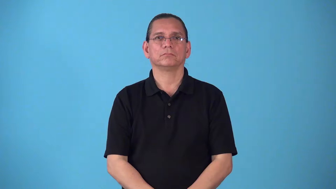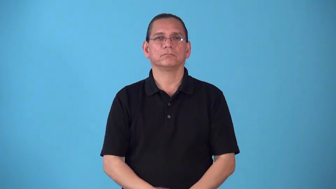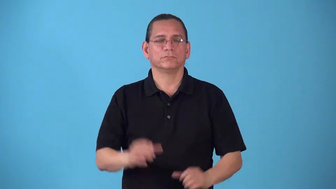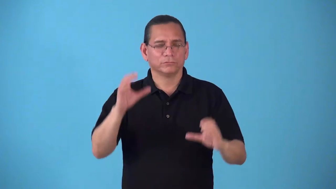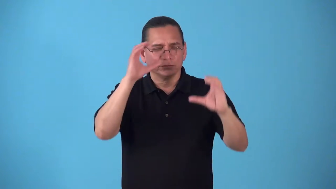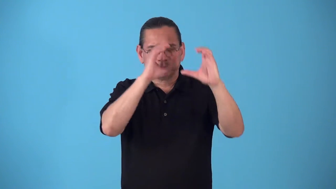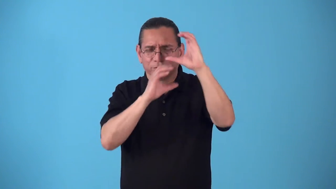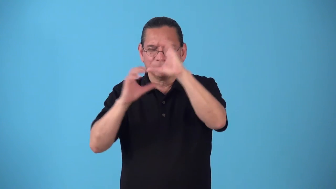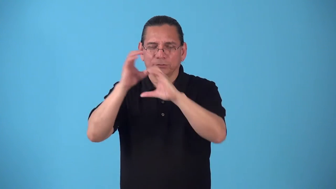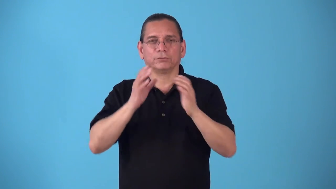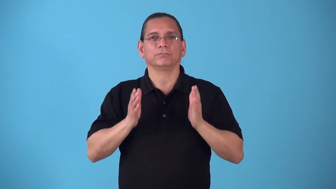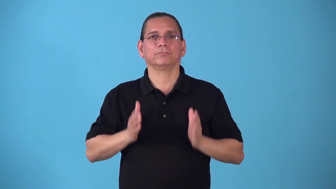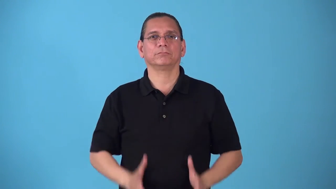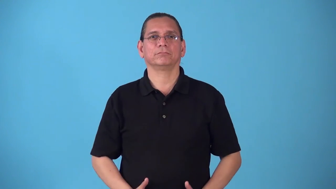searcher,seeker,hunter